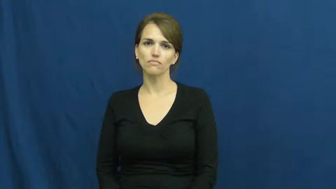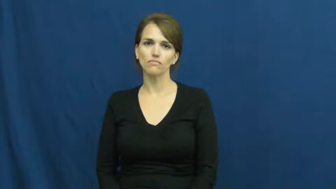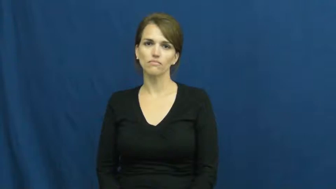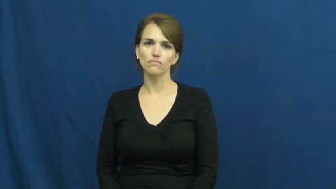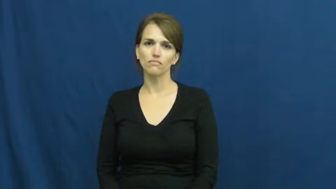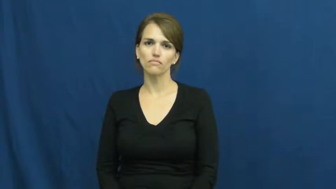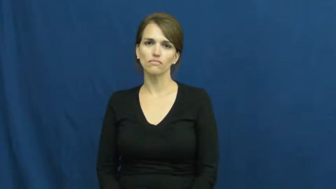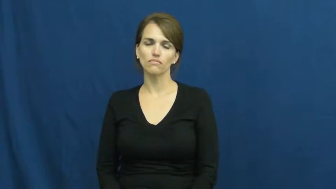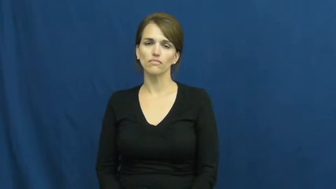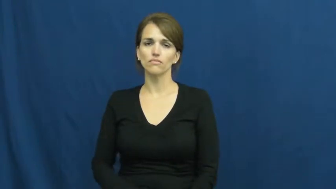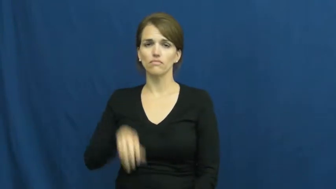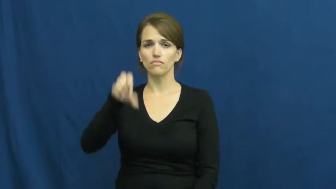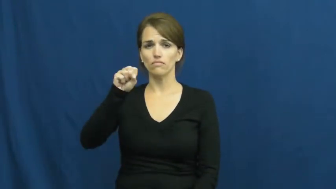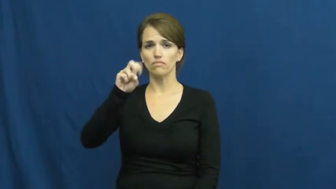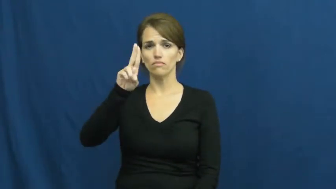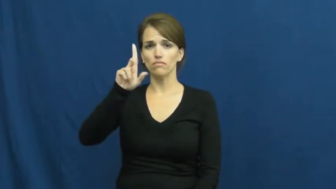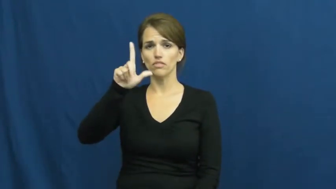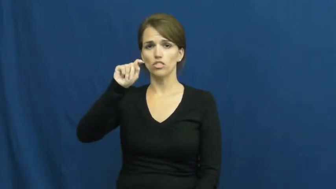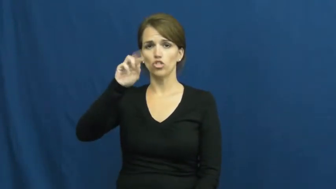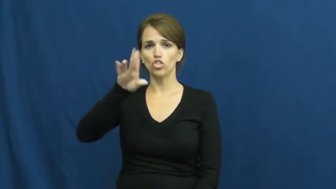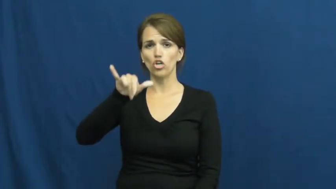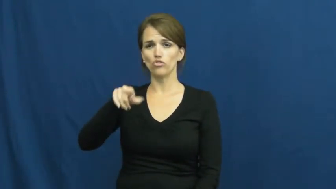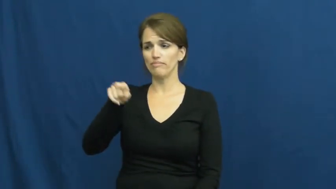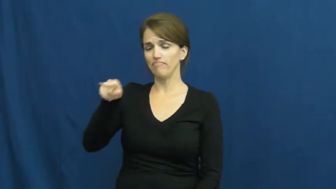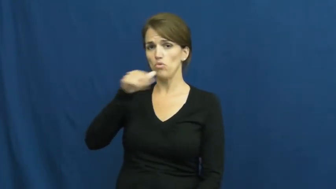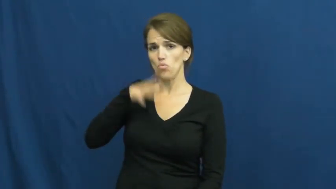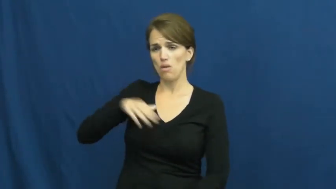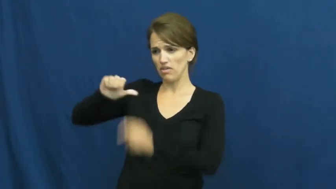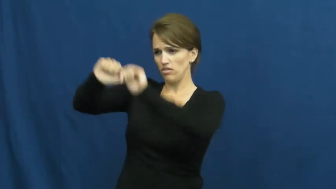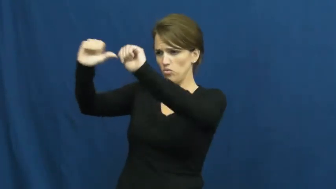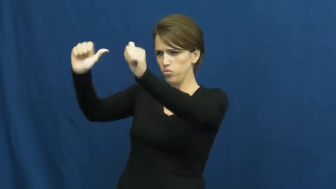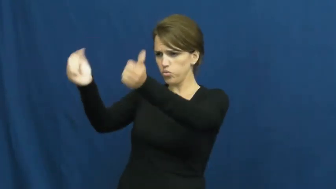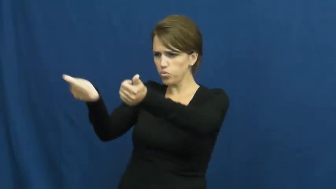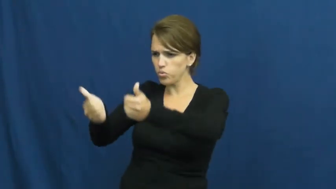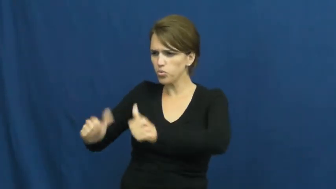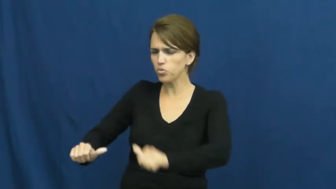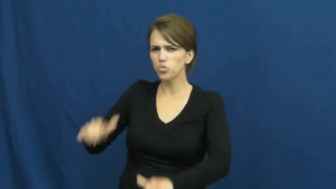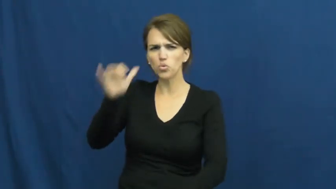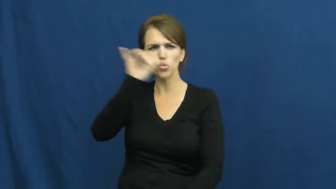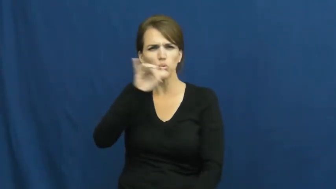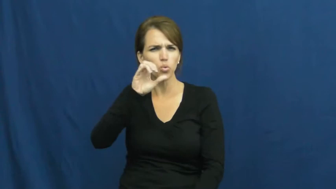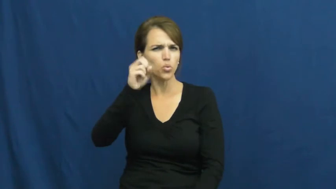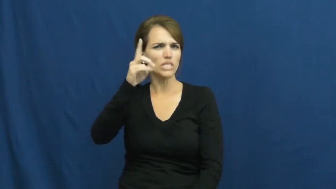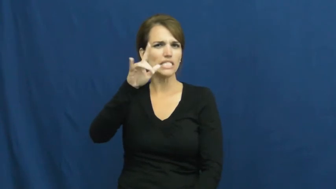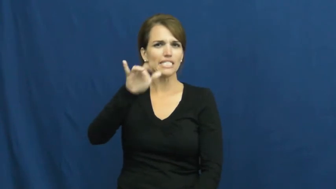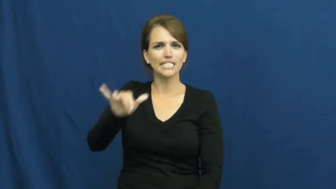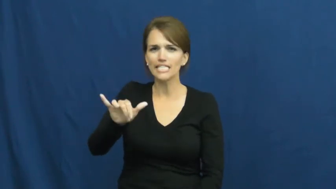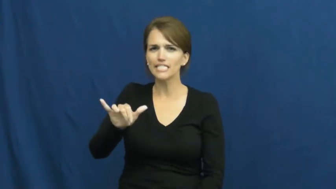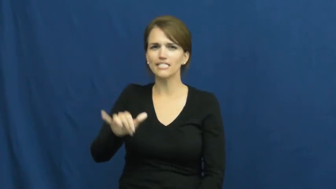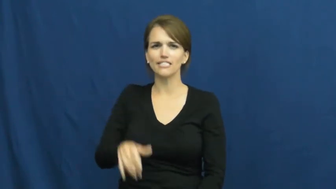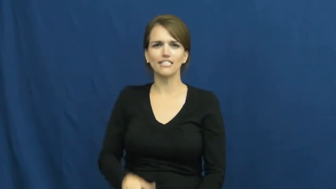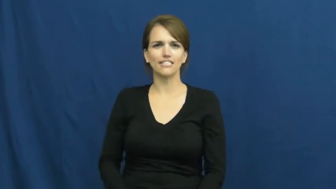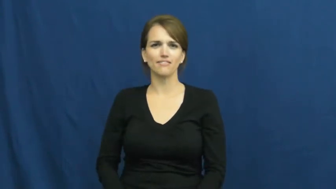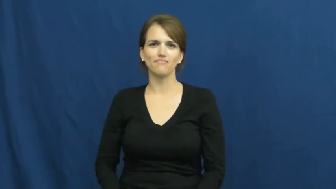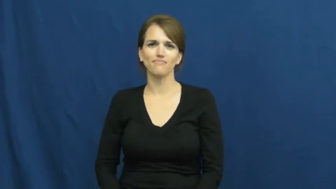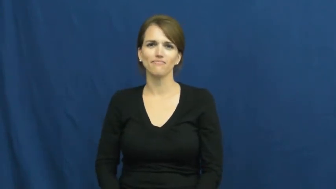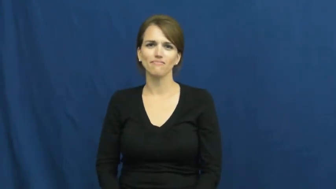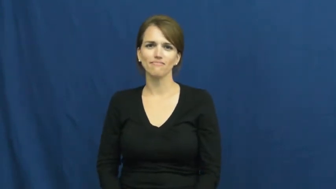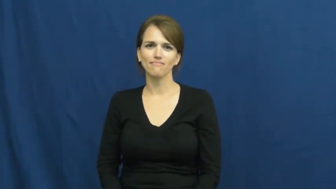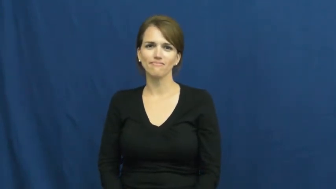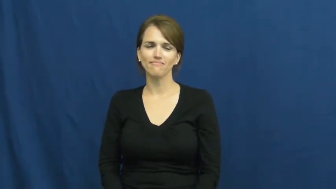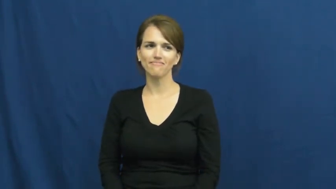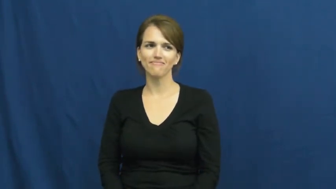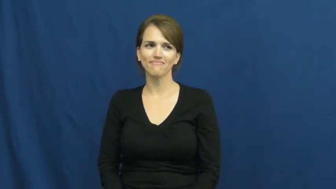sultry